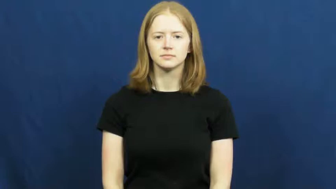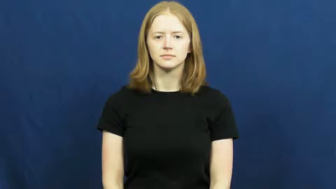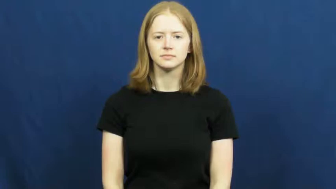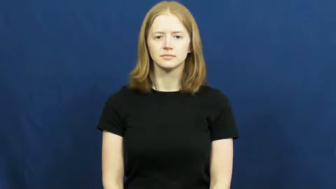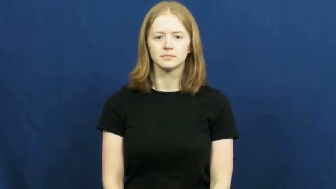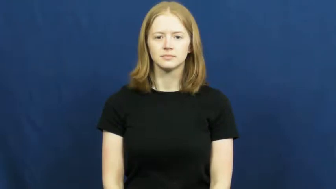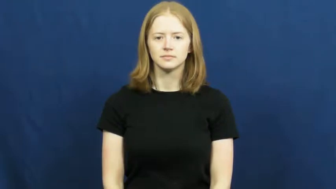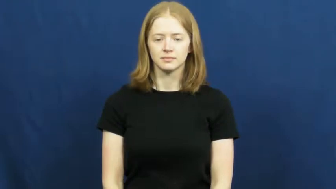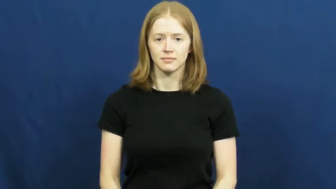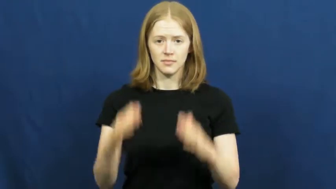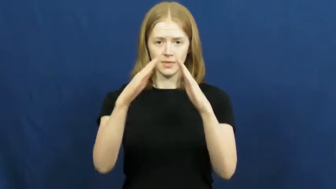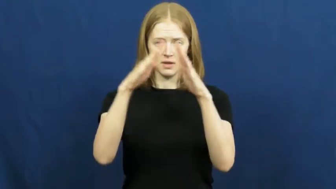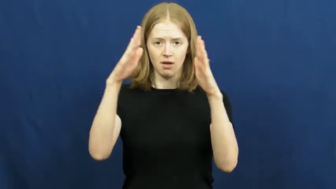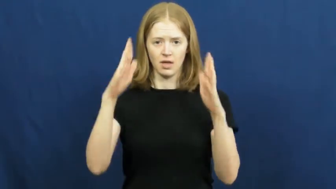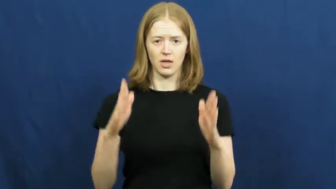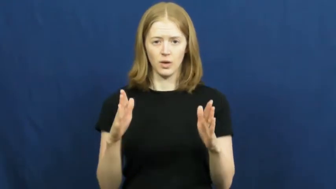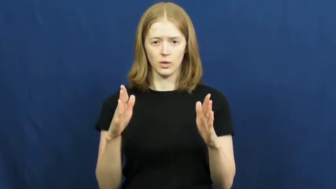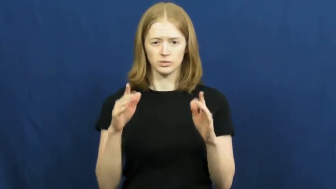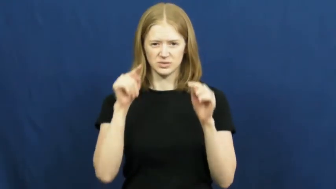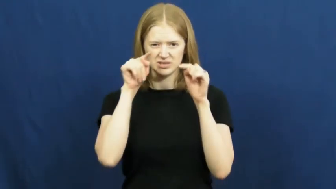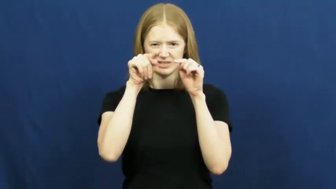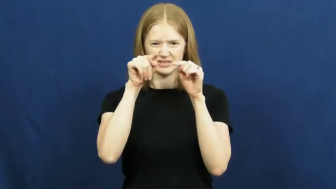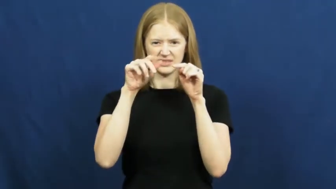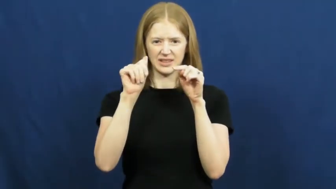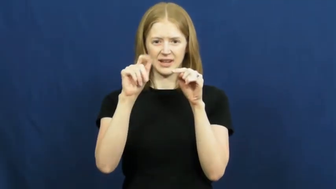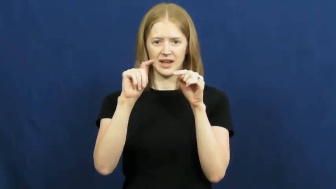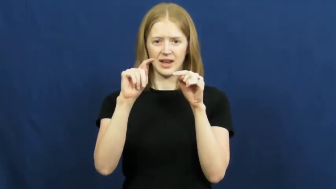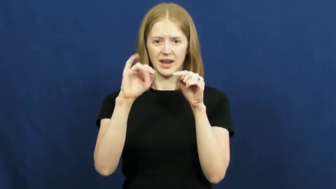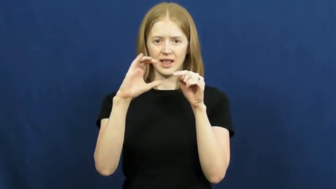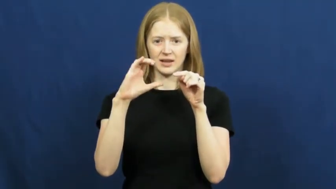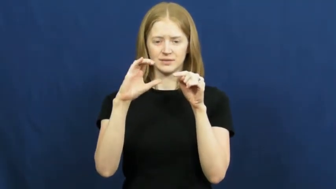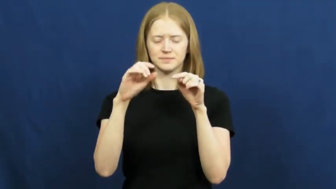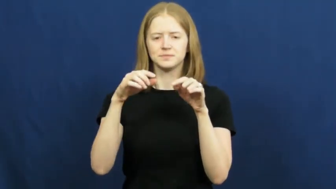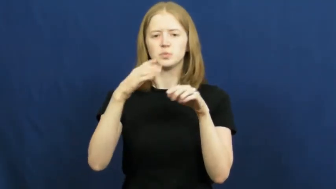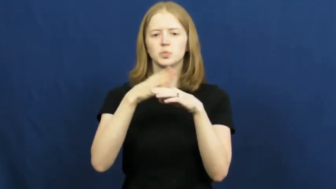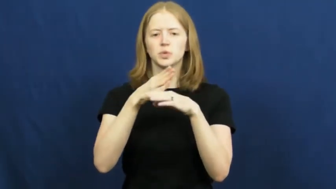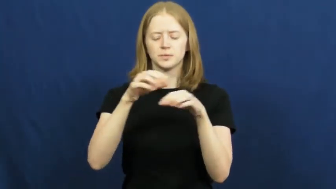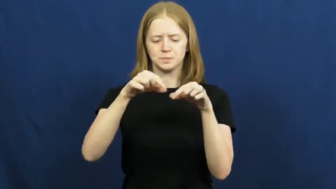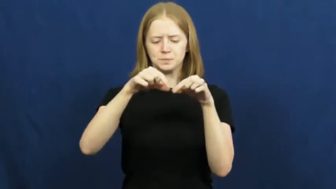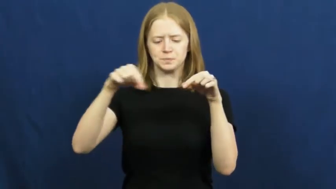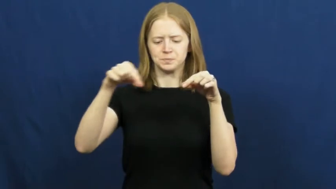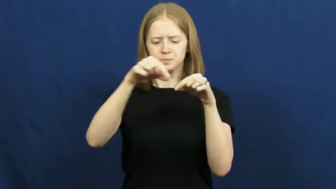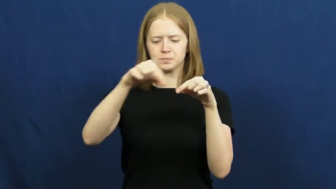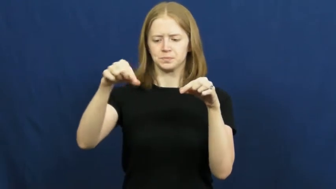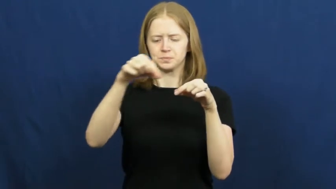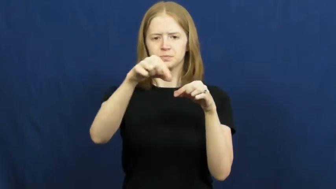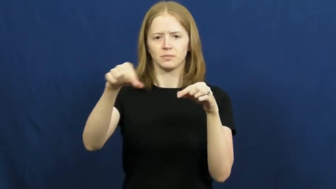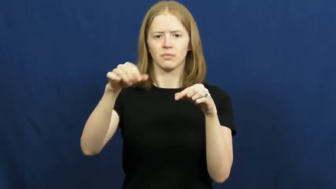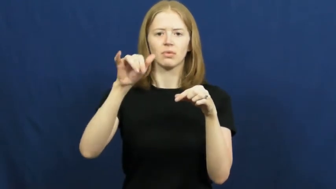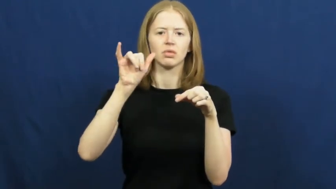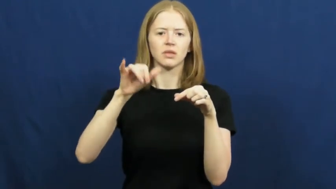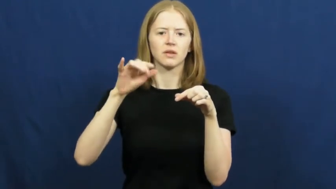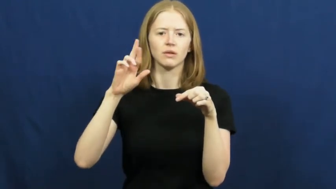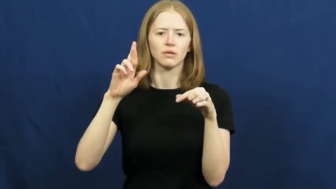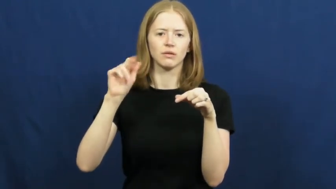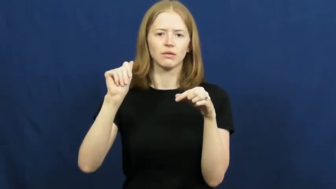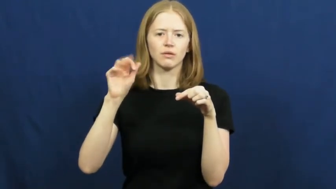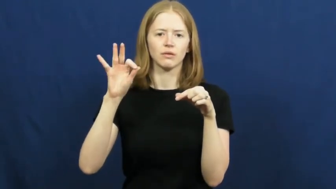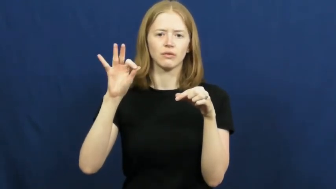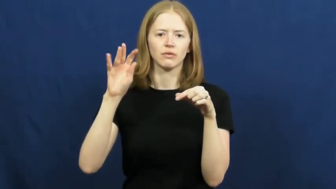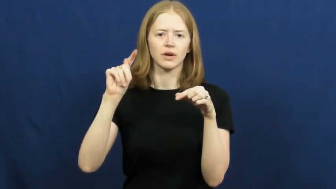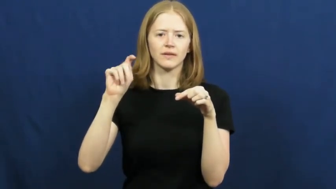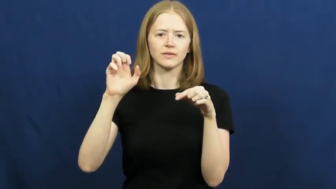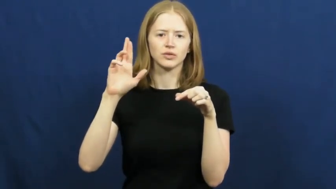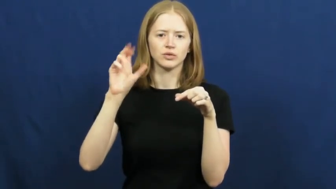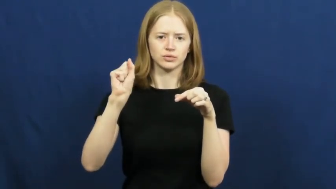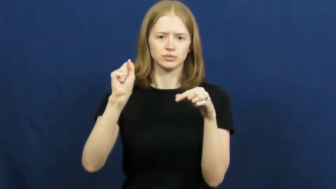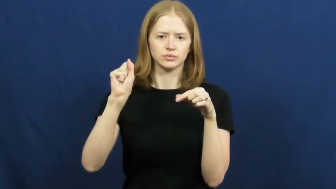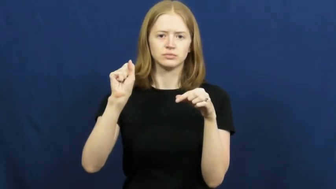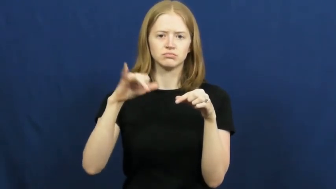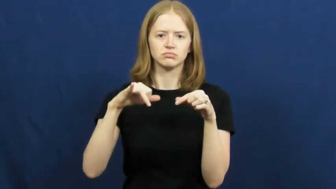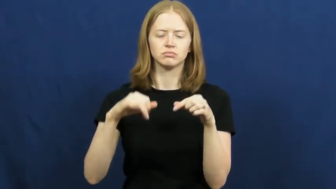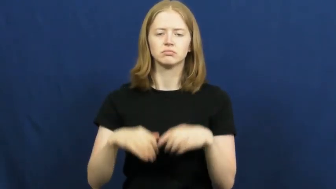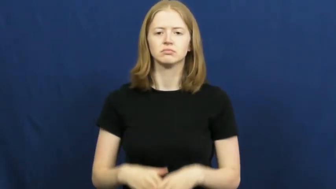rafters